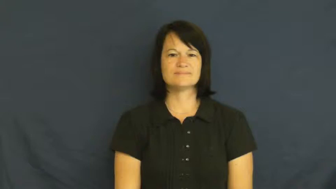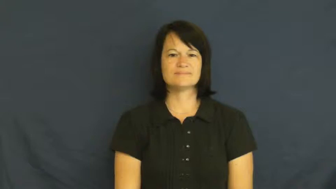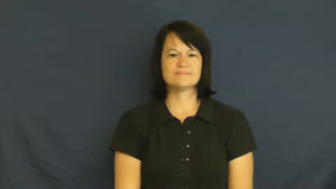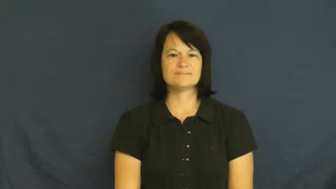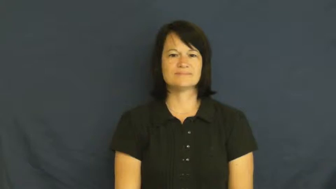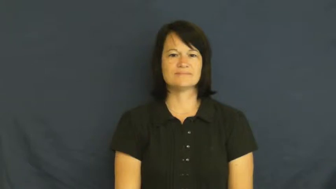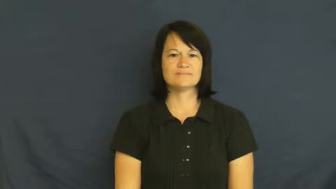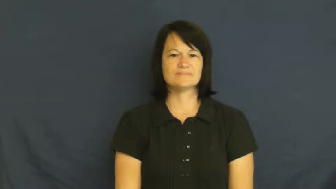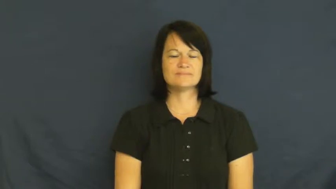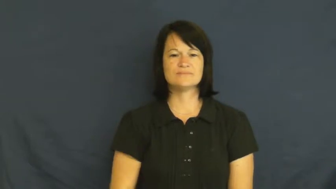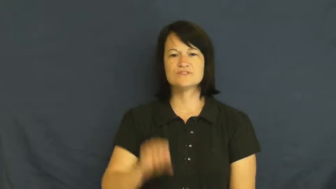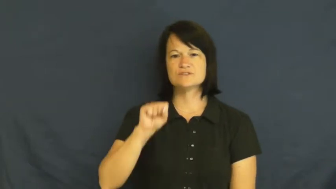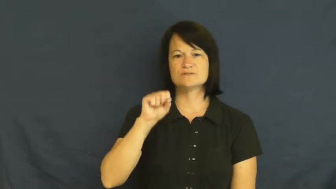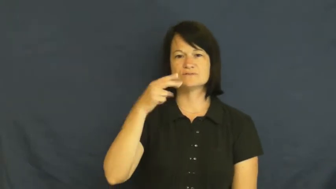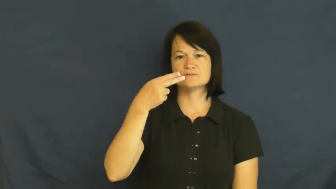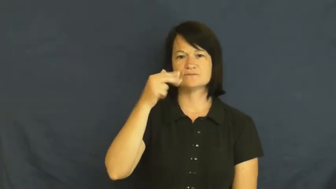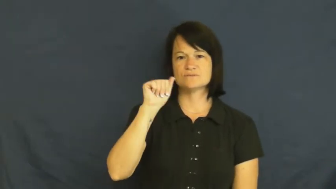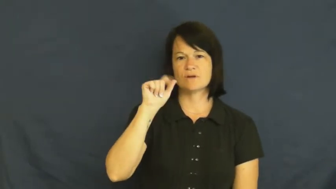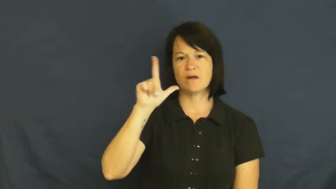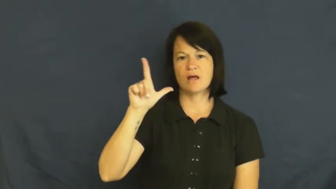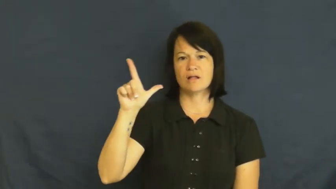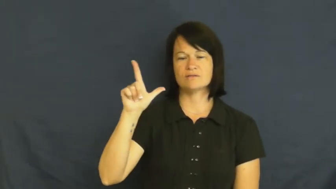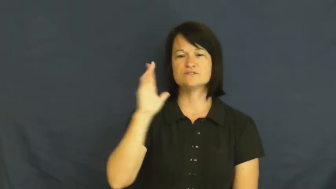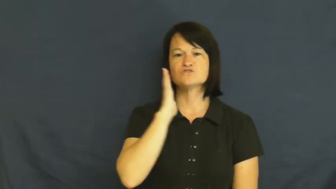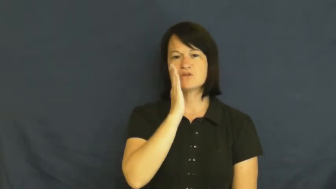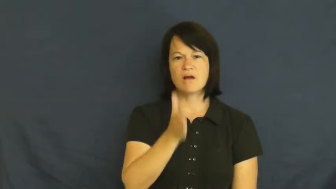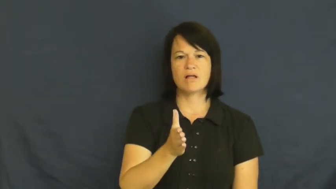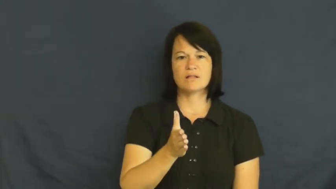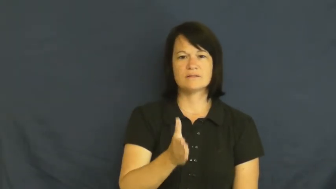shall